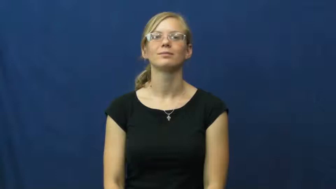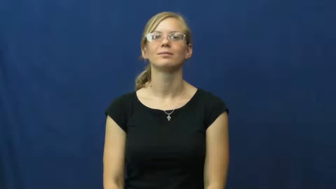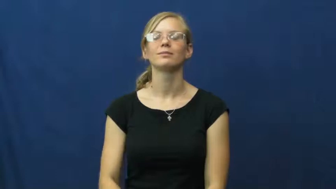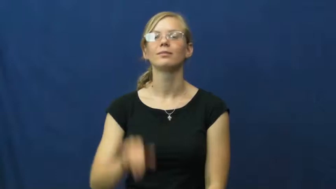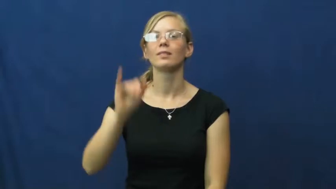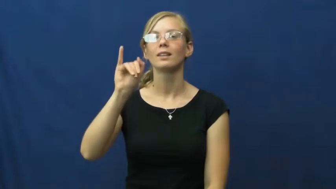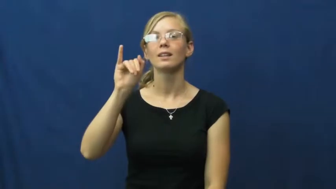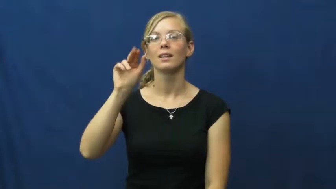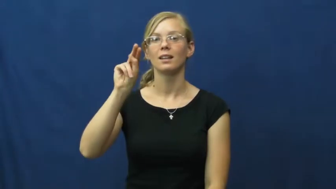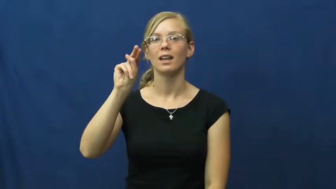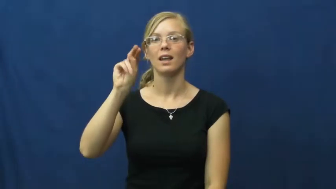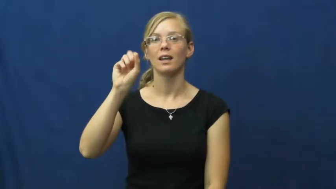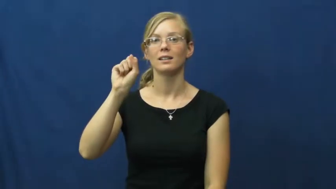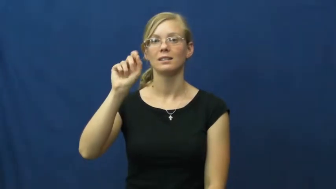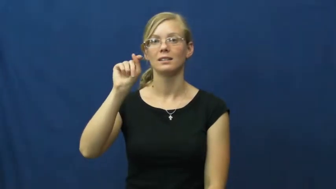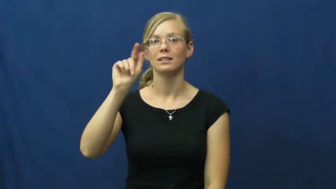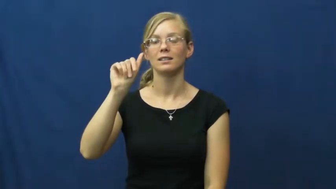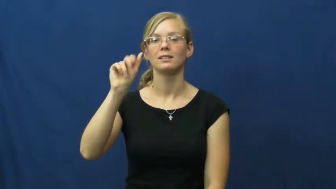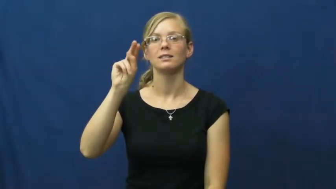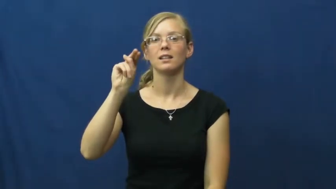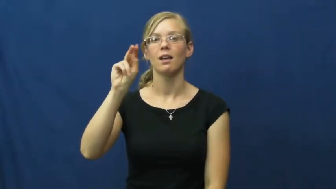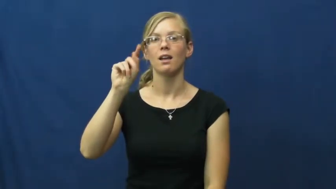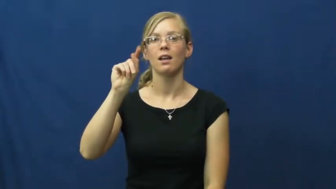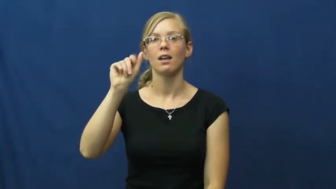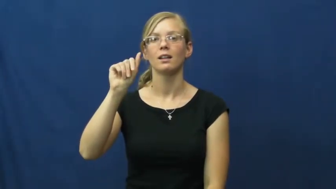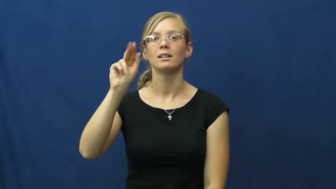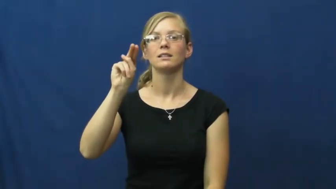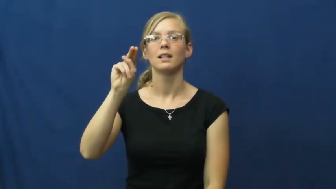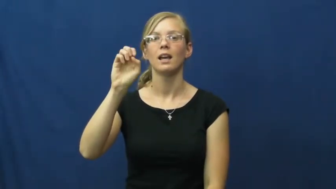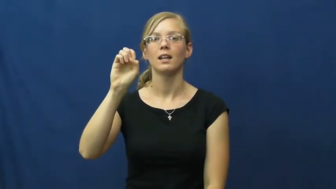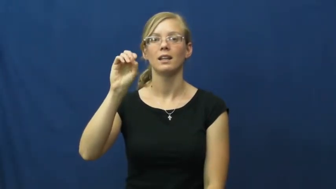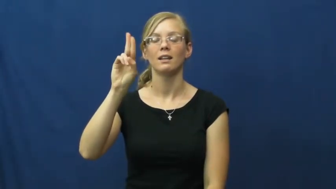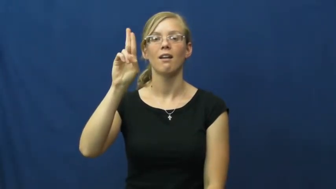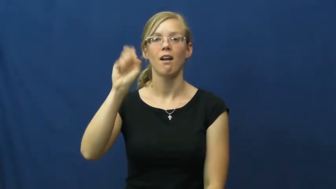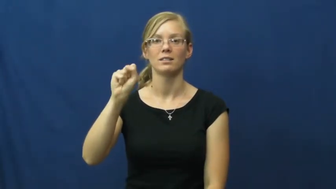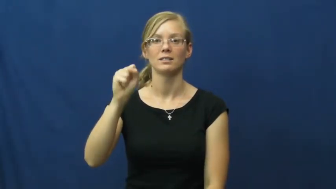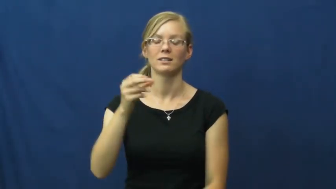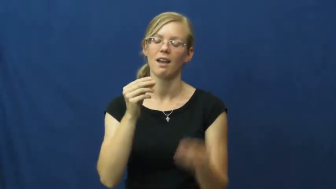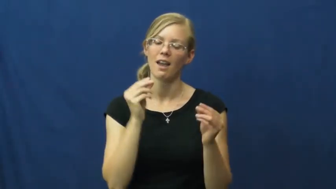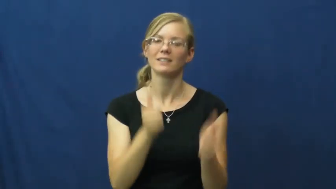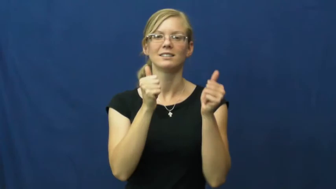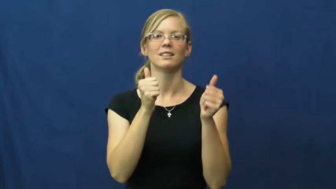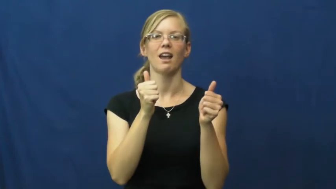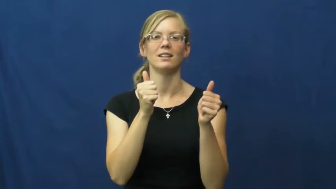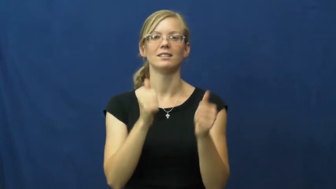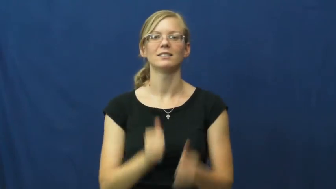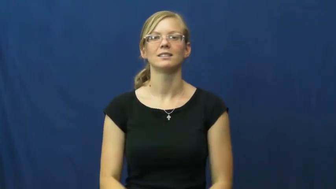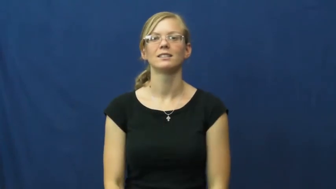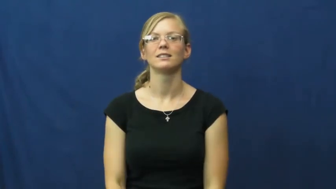instantaneous